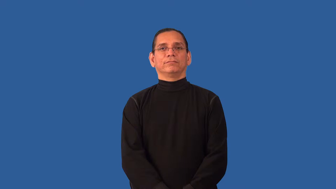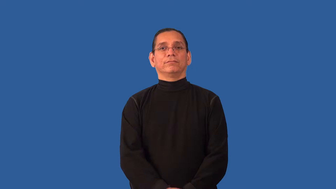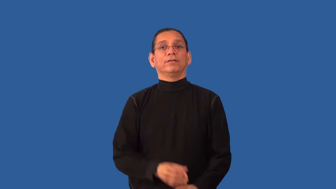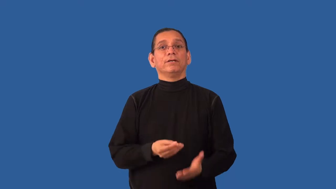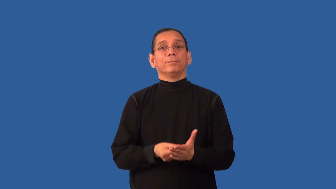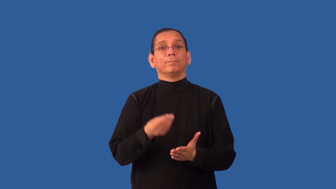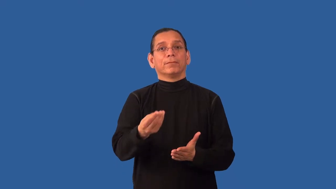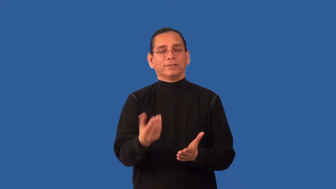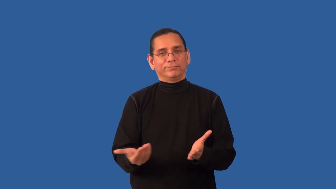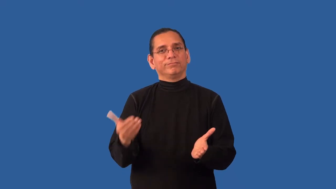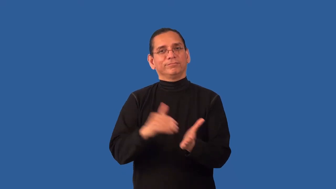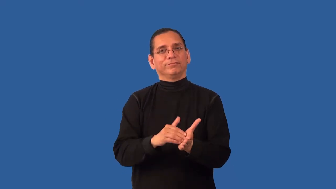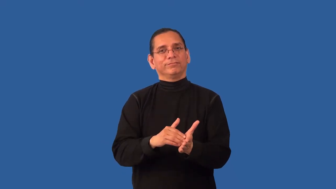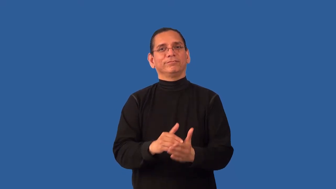repurchase